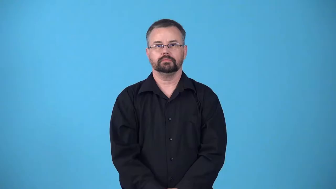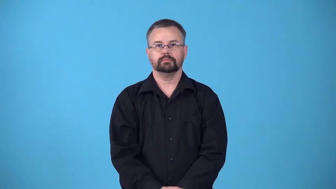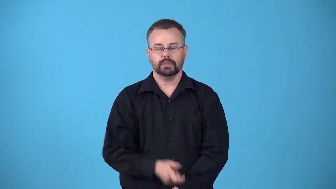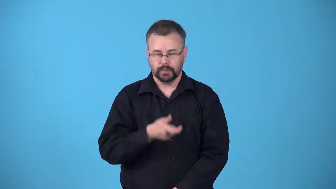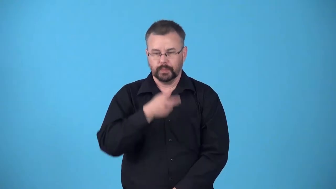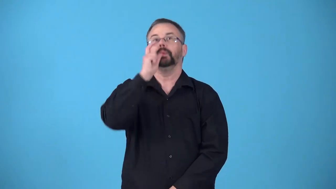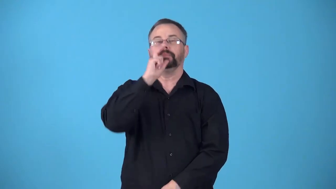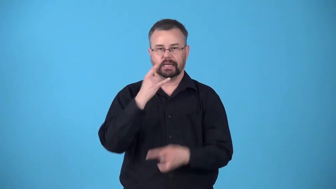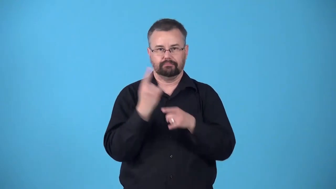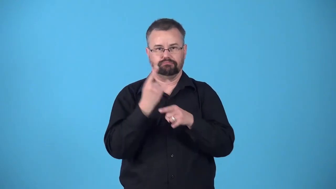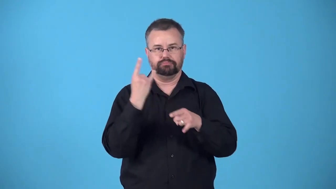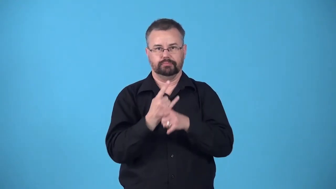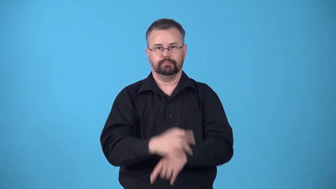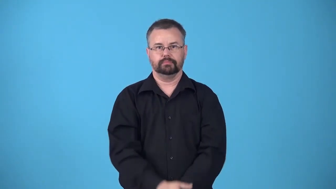belt-a drink of strong alcohol